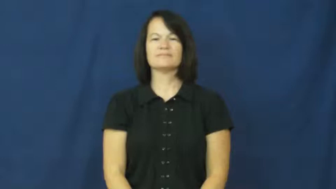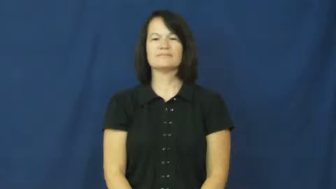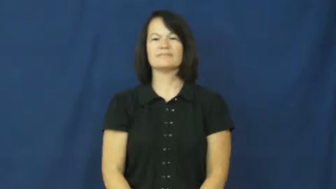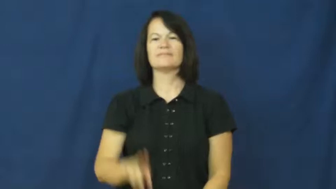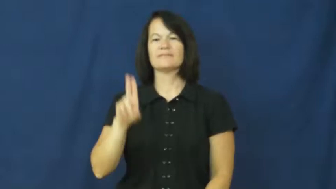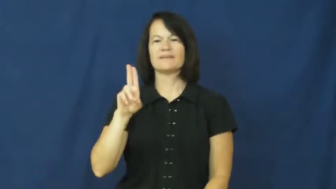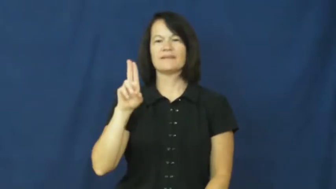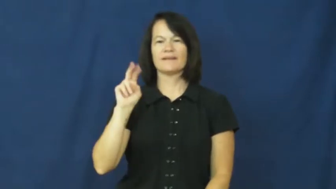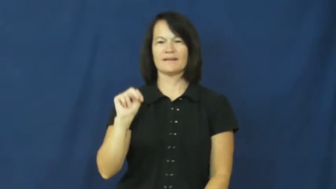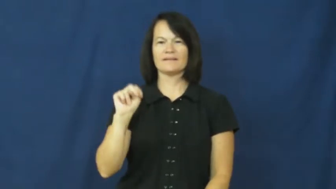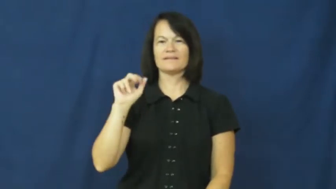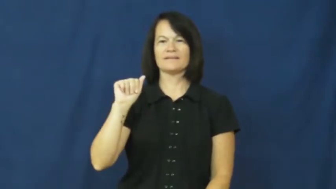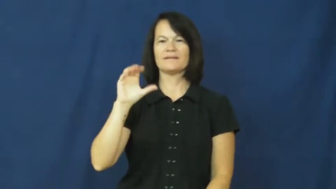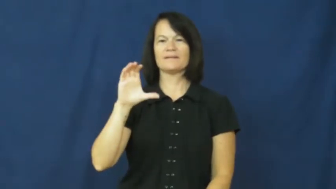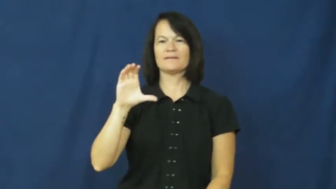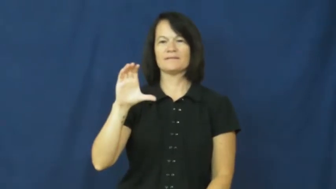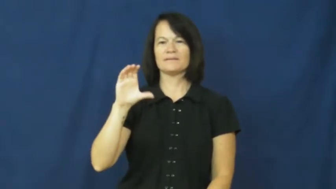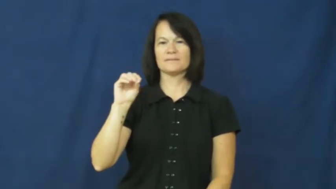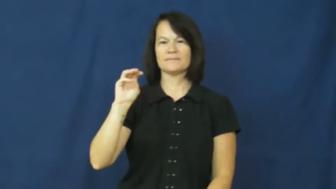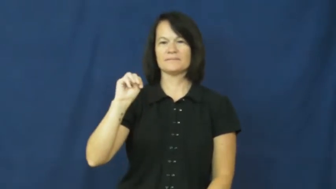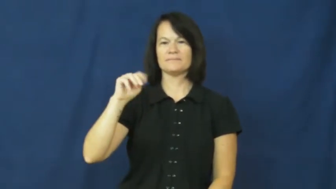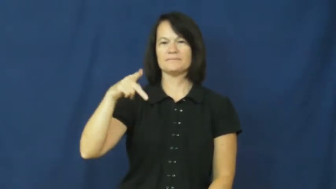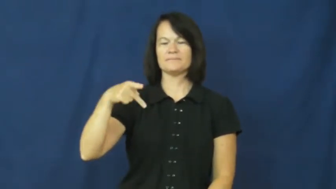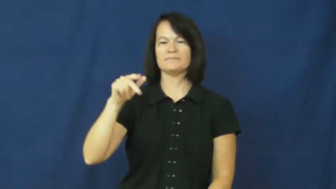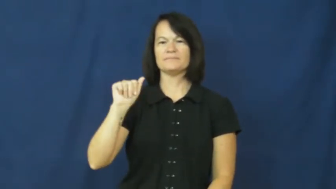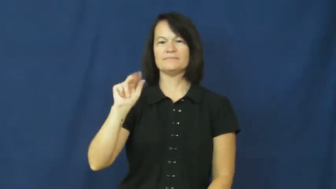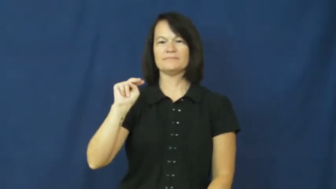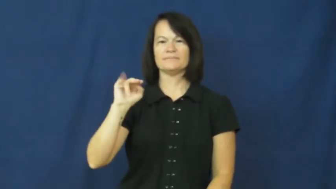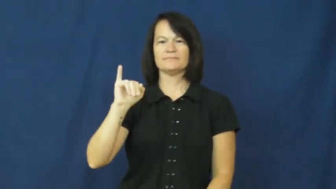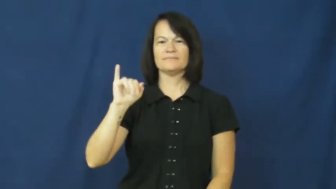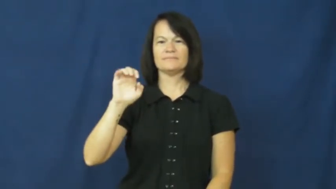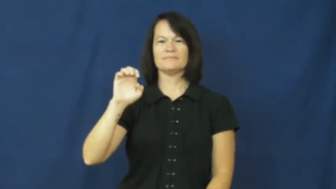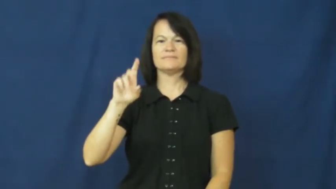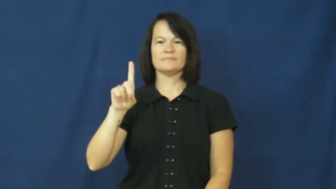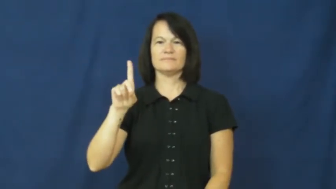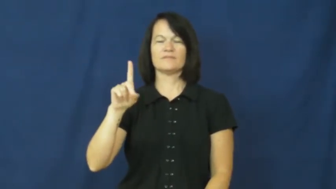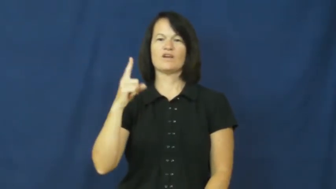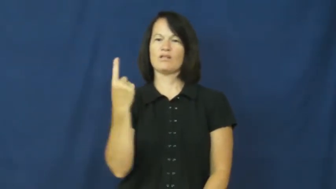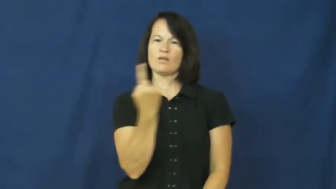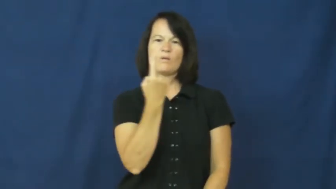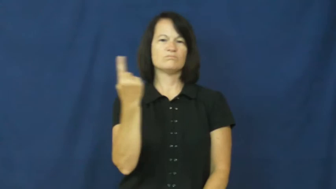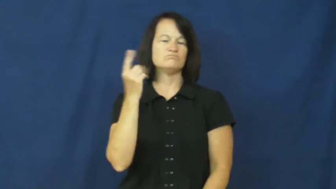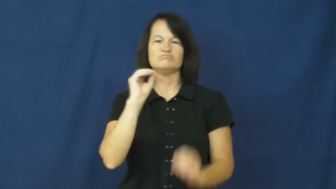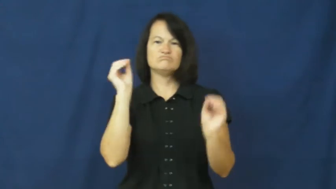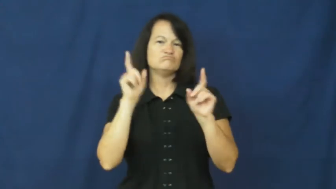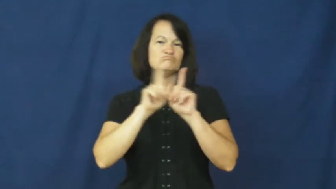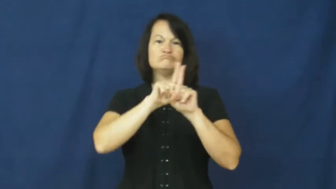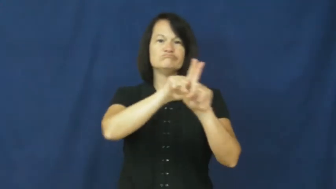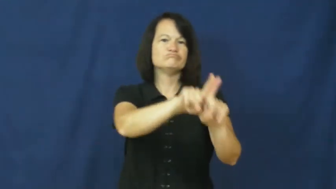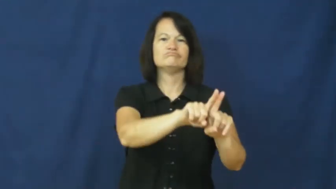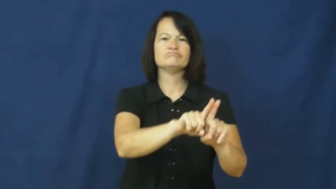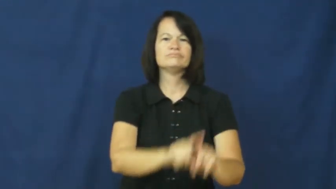unaccompanied